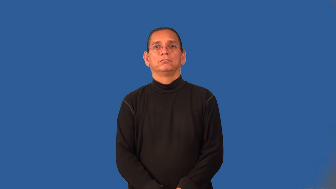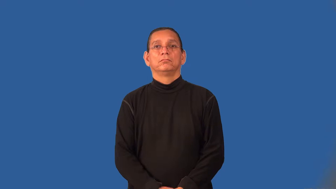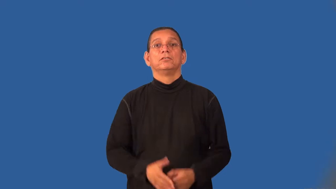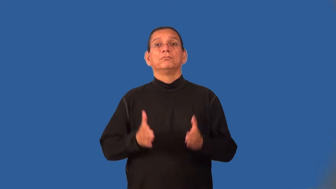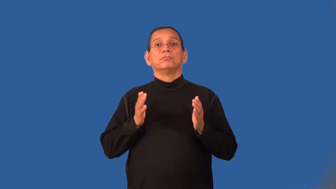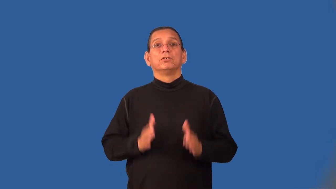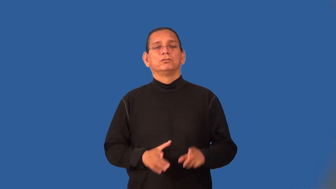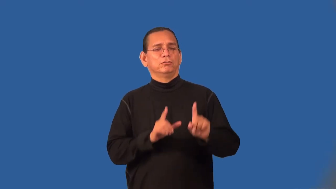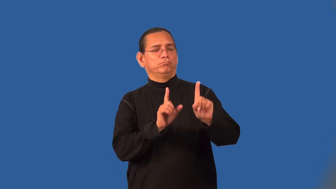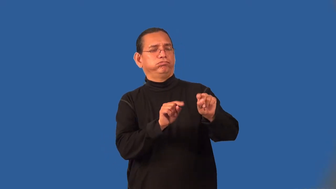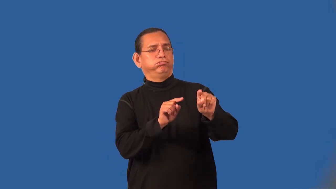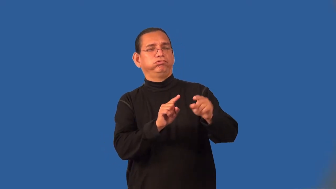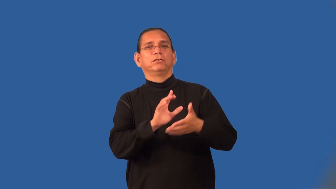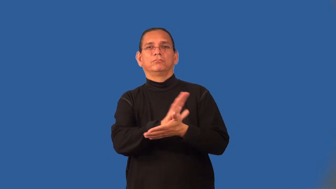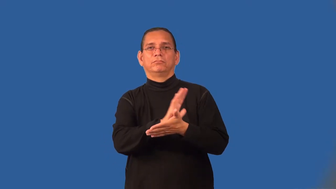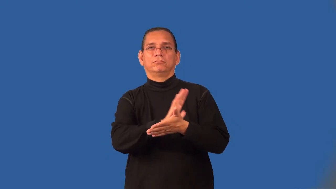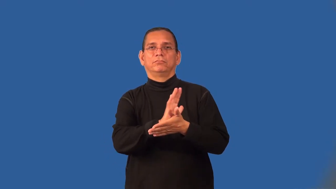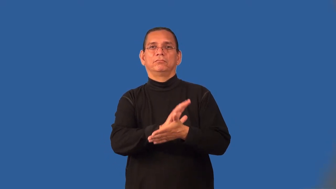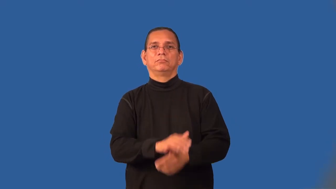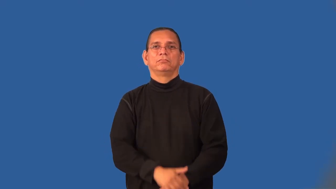moviegoer